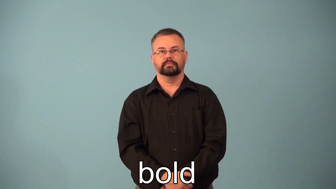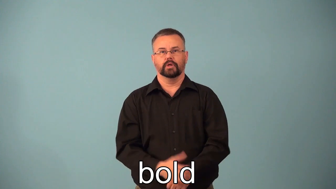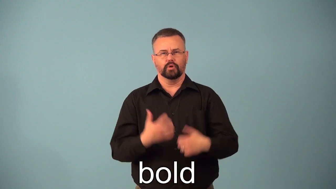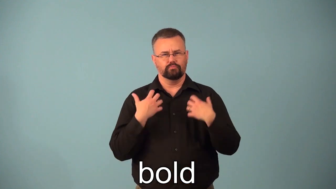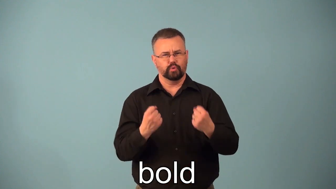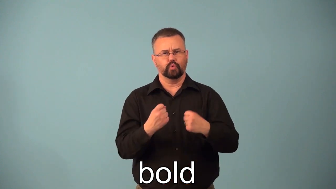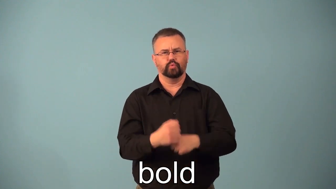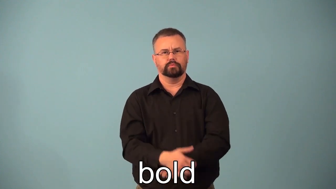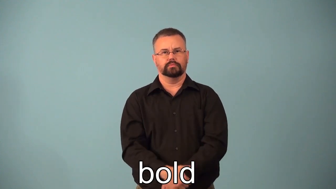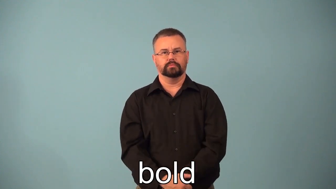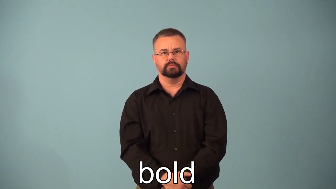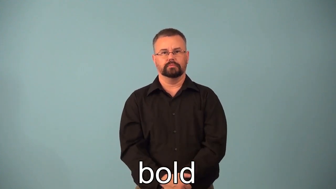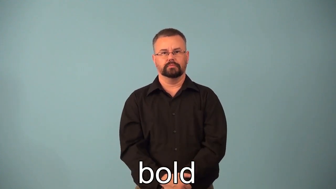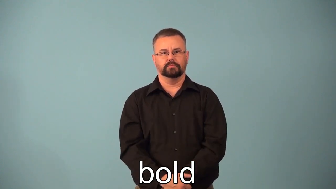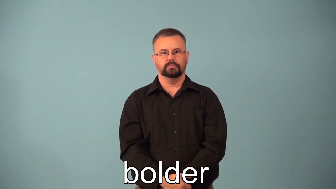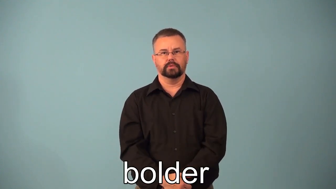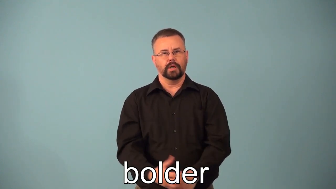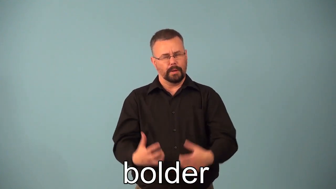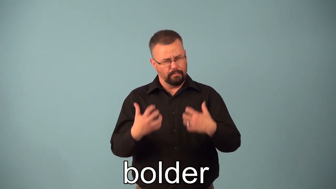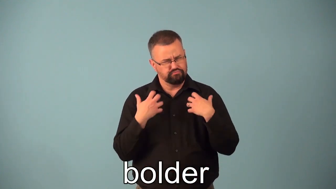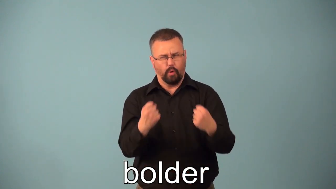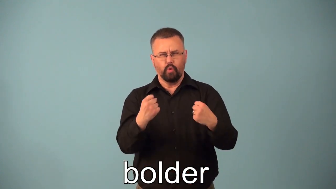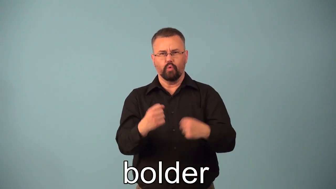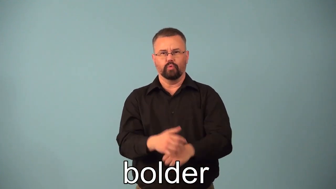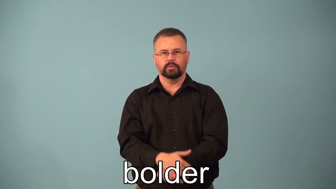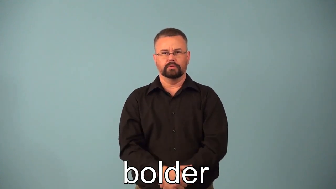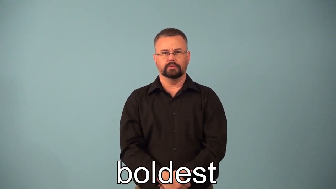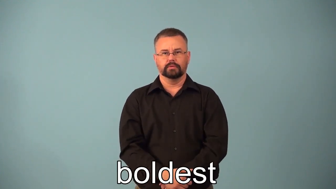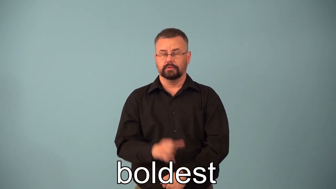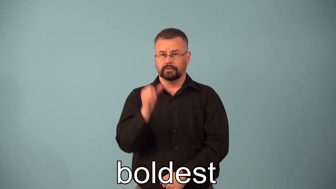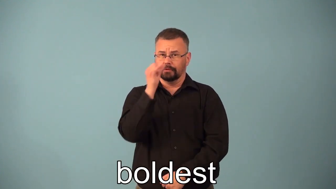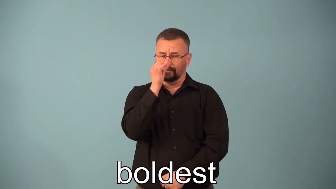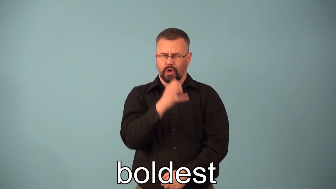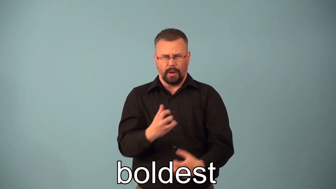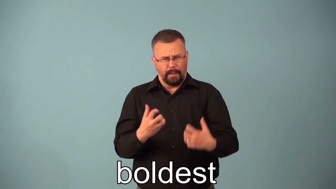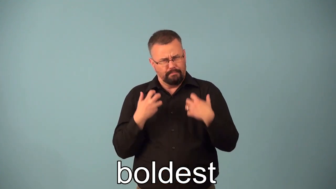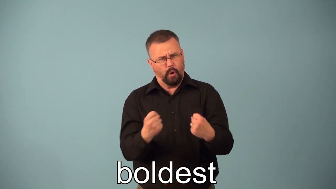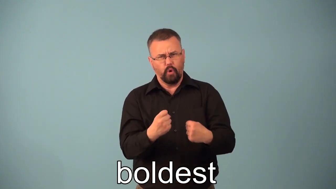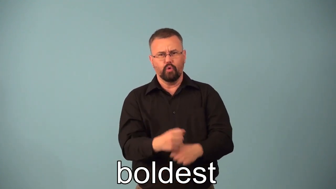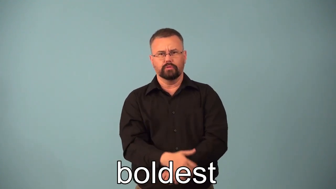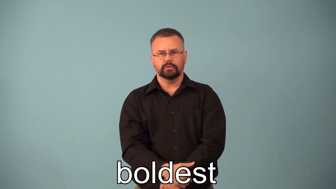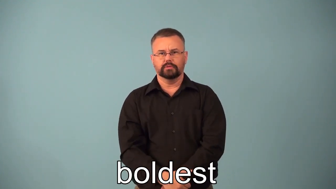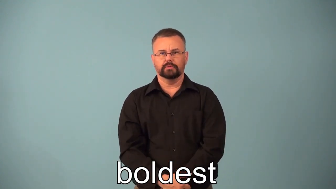bolder,boldest